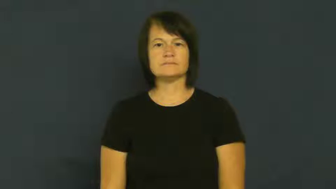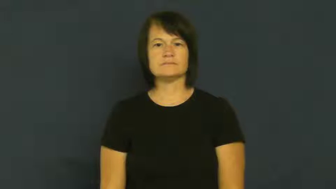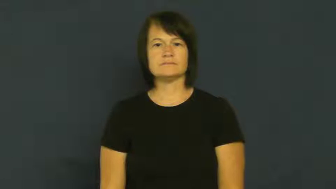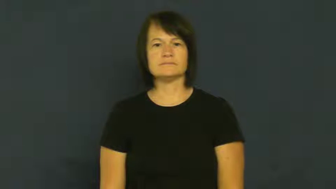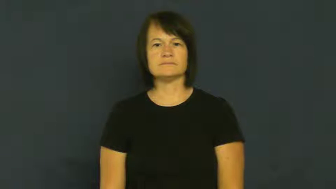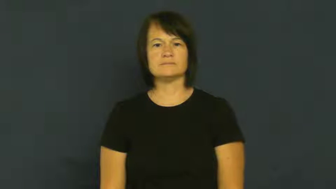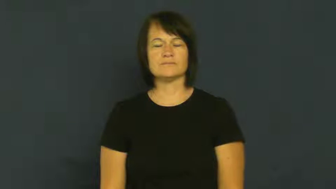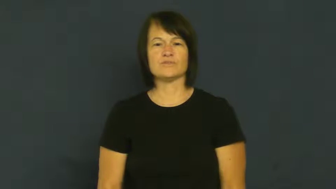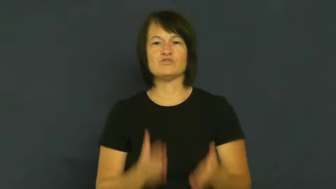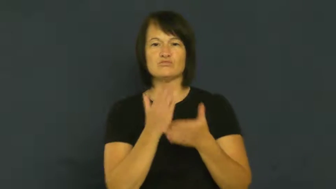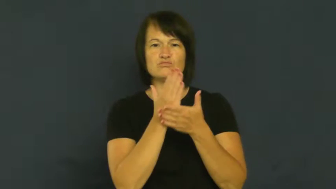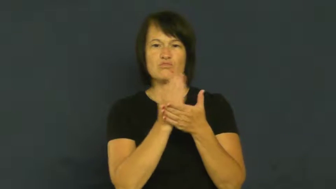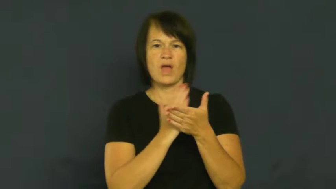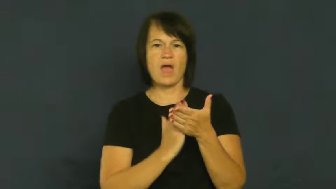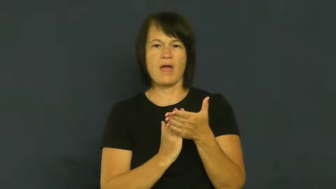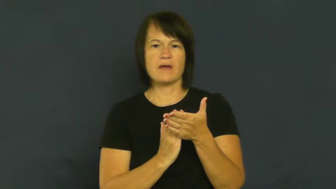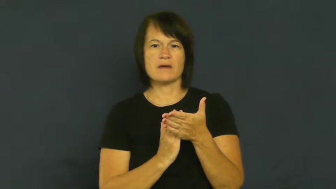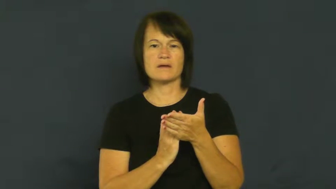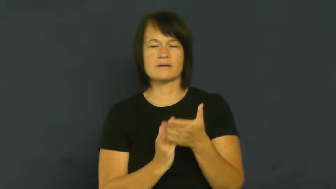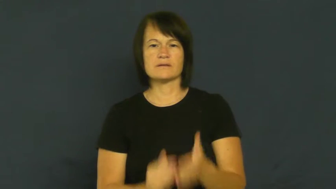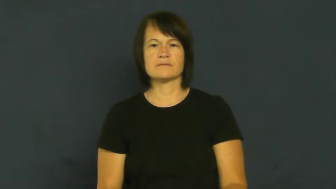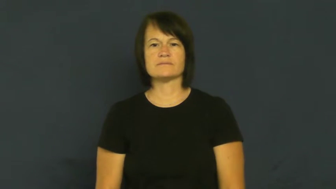crack-small break